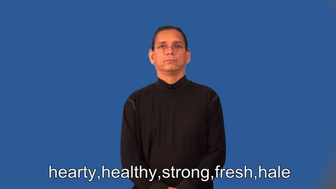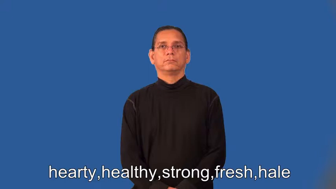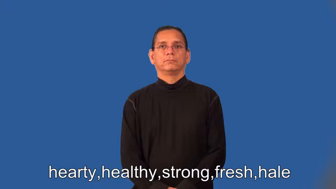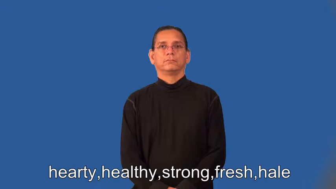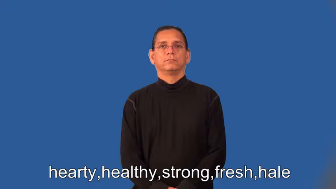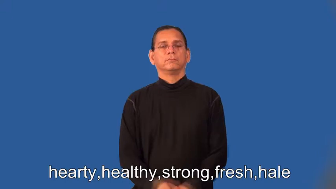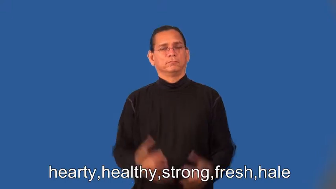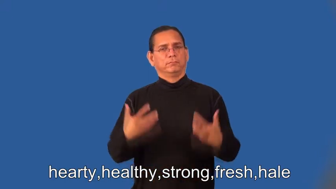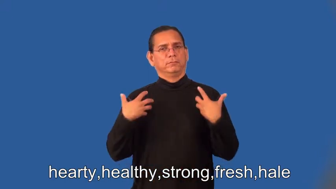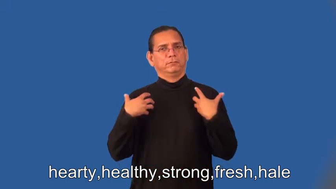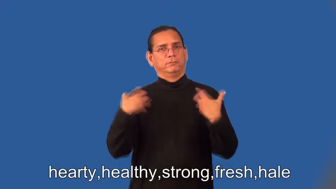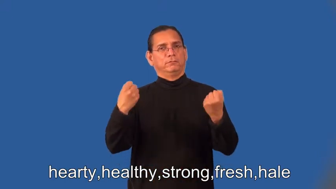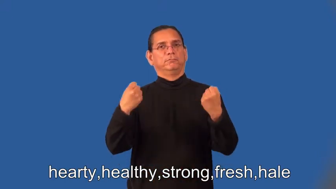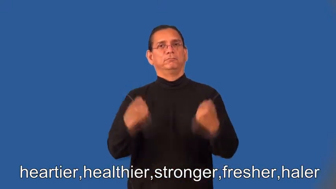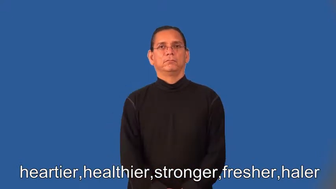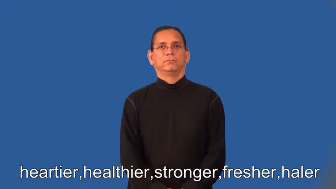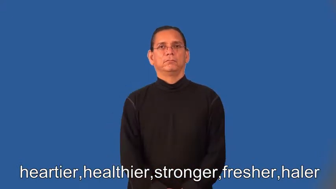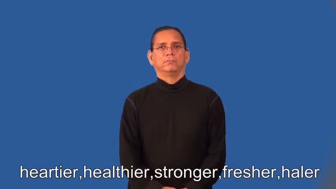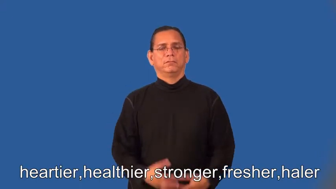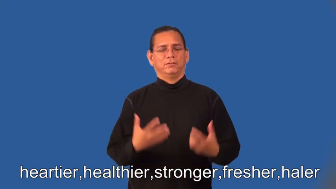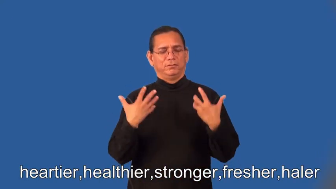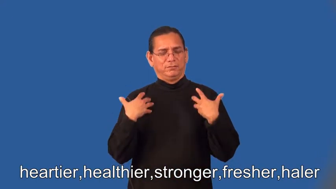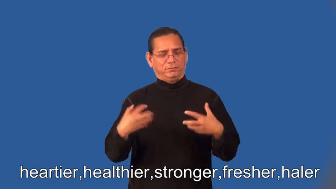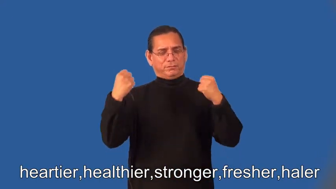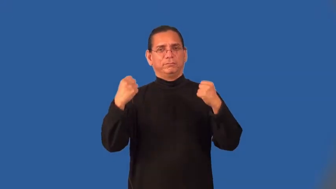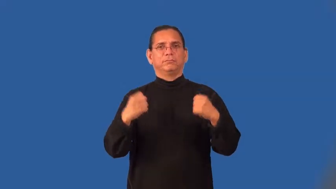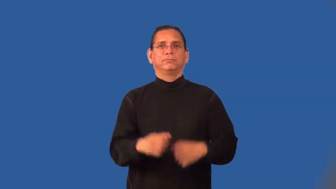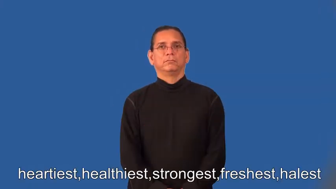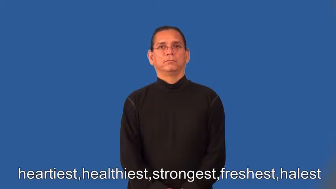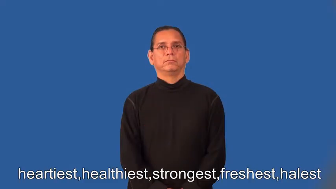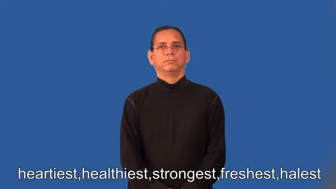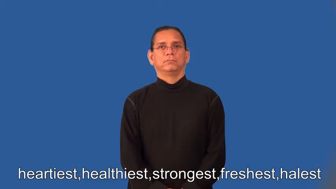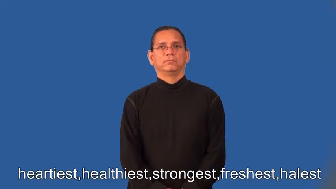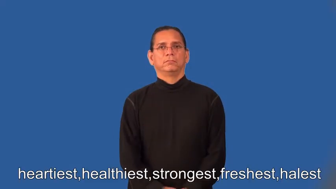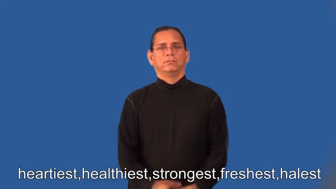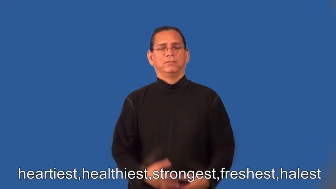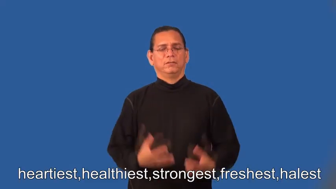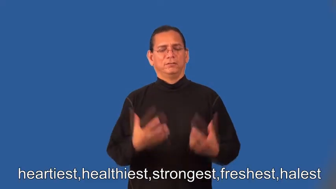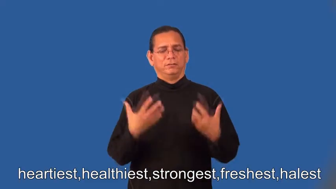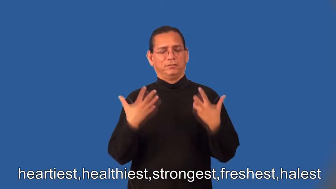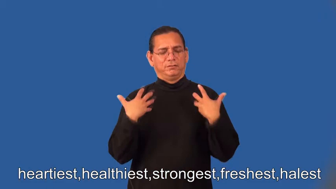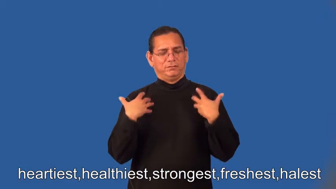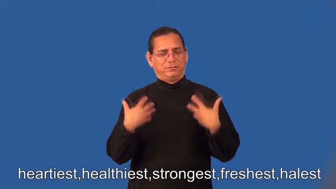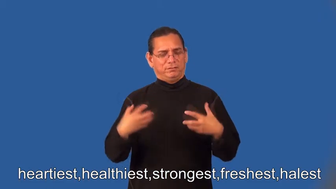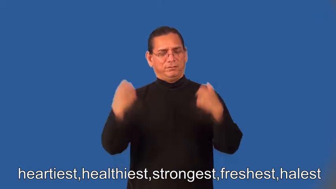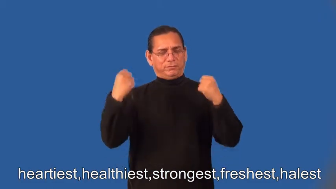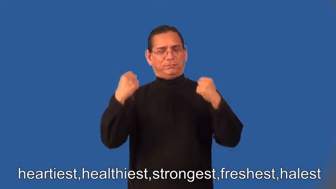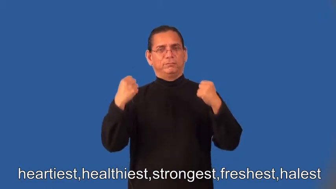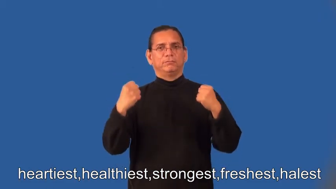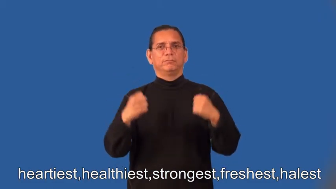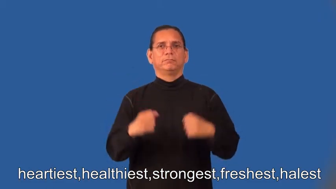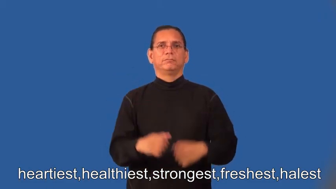heartier,healthier,stronger,fresher,haler,heartiest,healthiest,strongest,freshest,halest